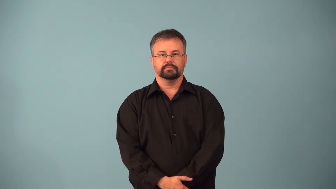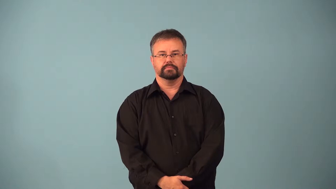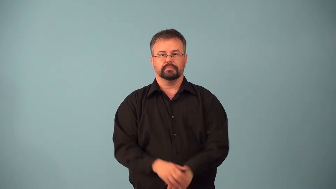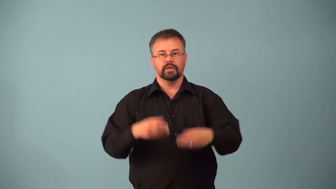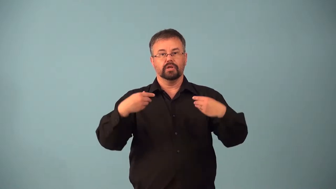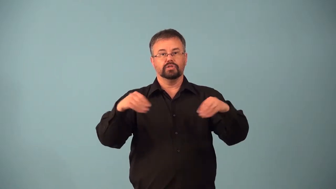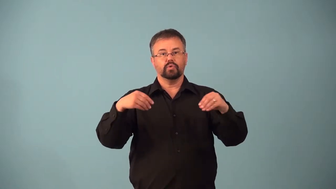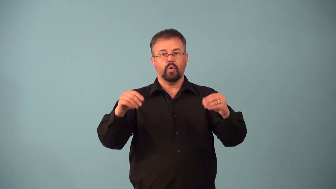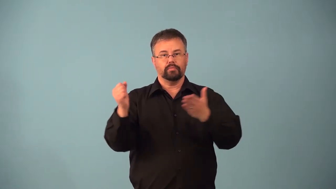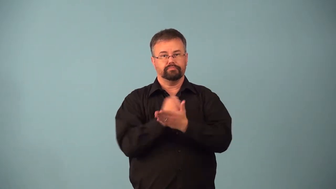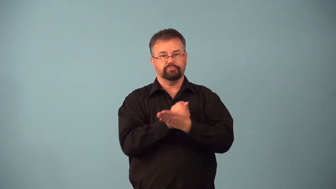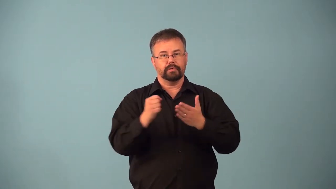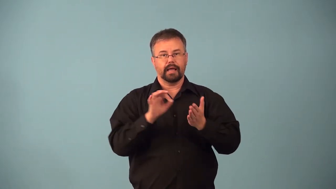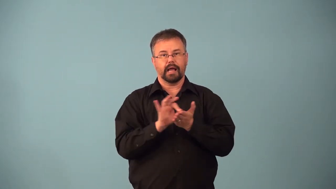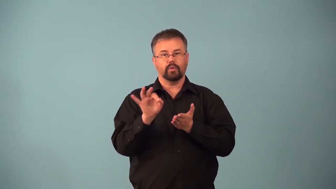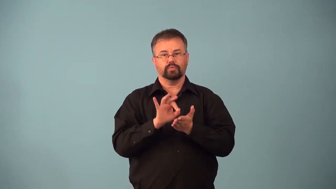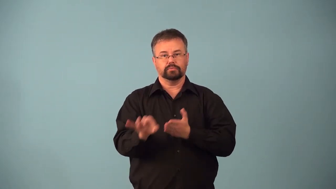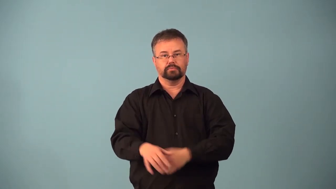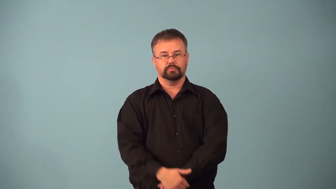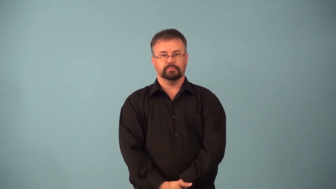account-store